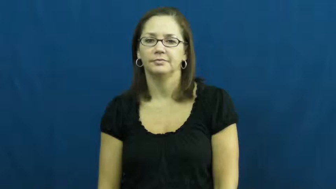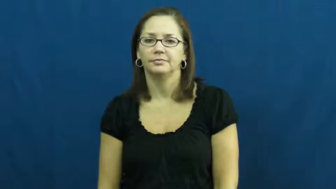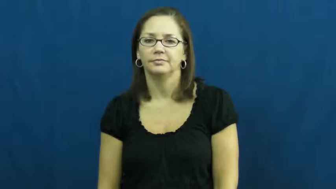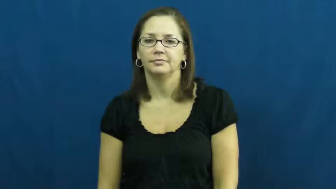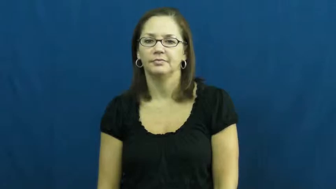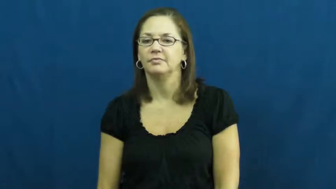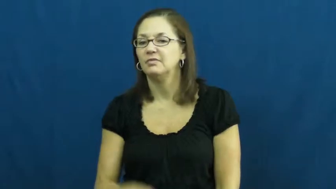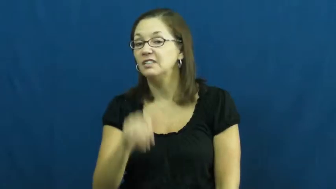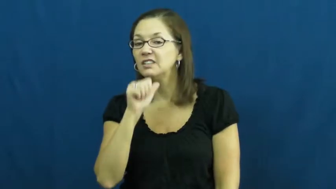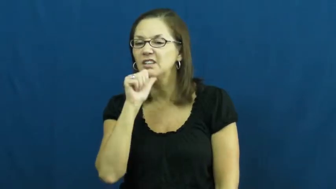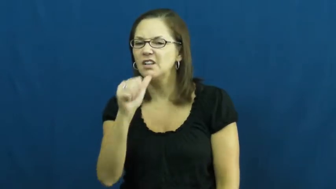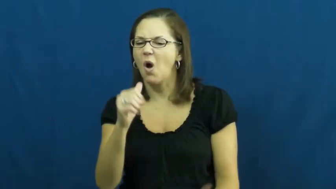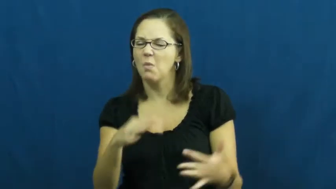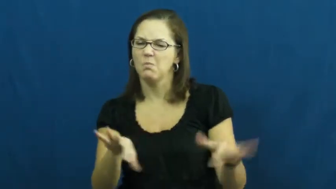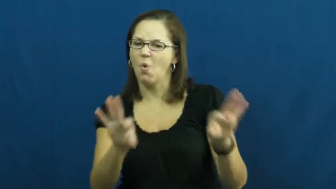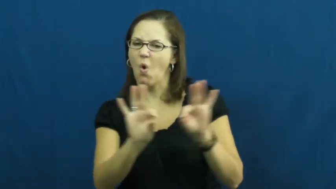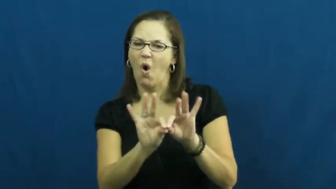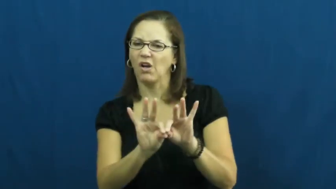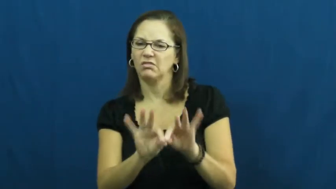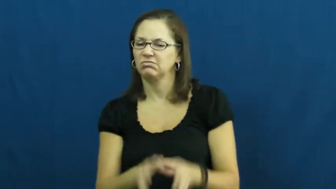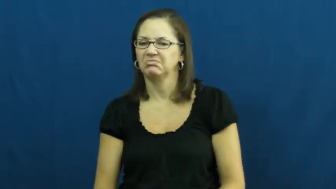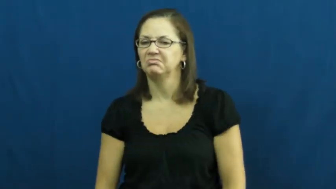unimportant,immaterial,bagatelle,inessential,nonevent